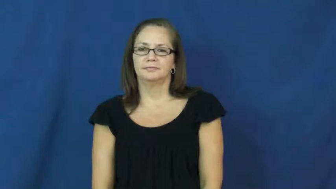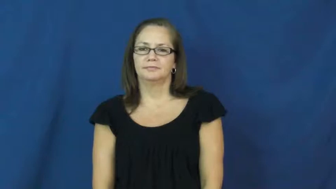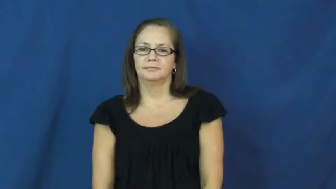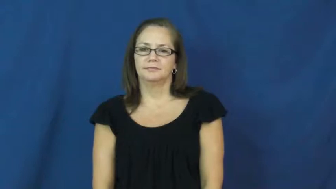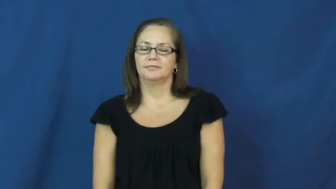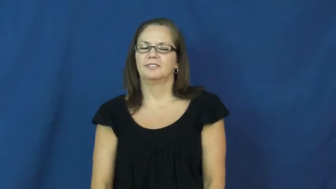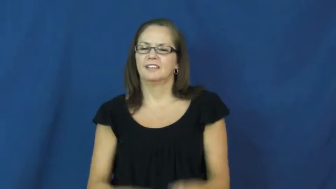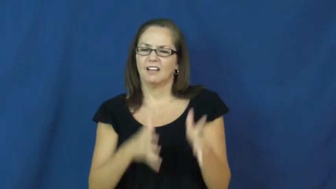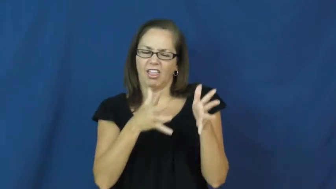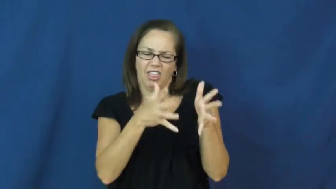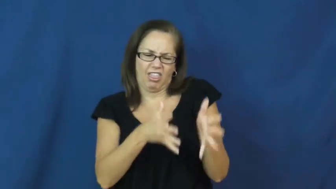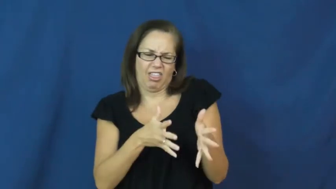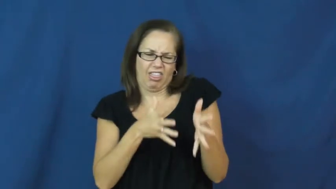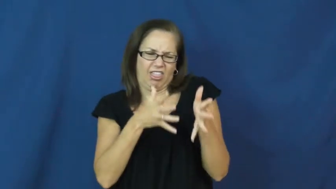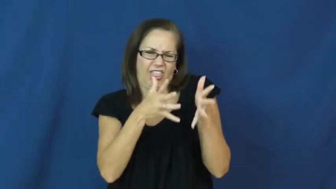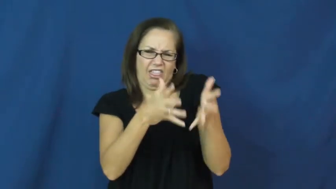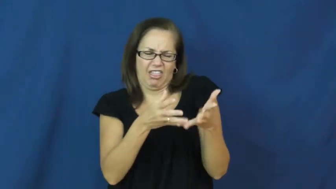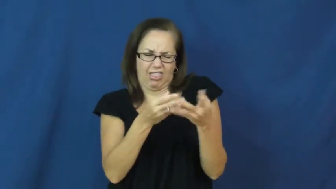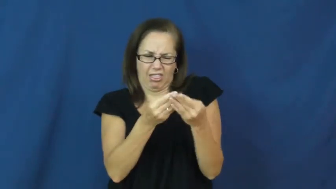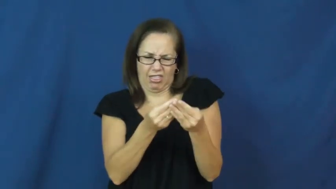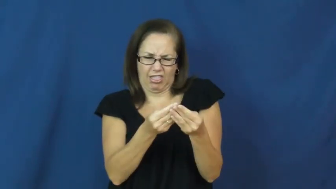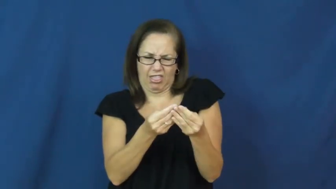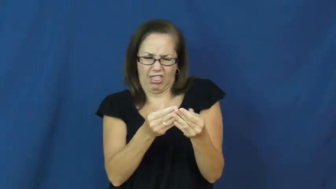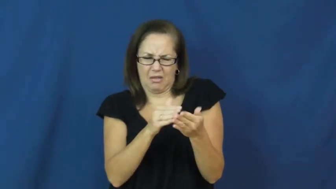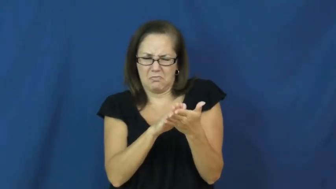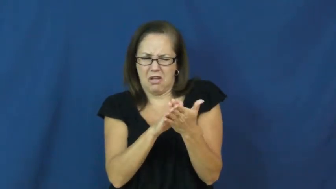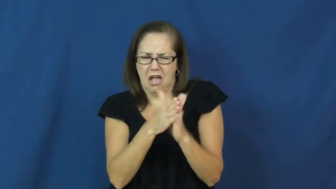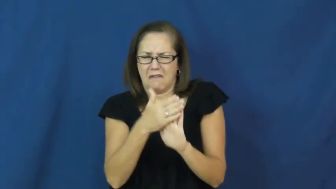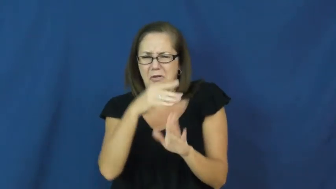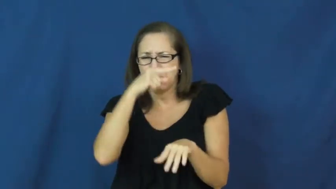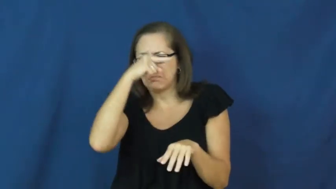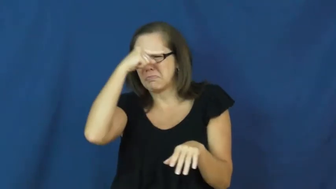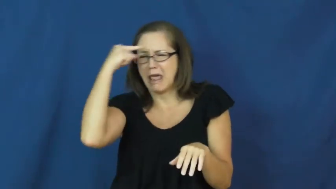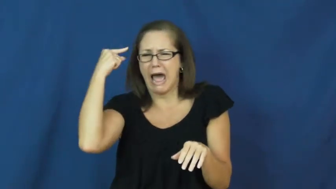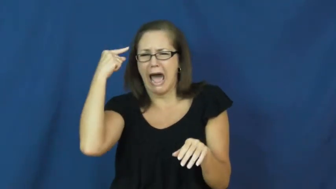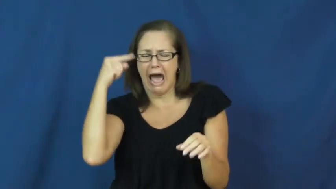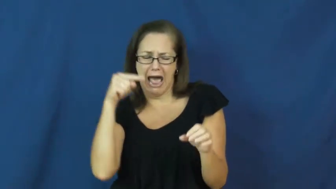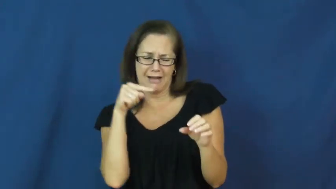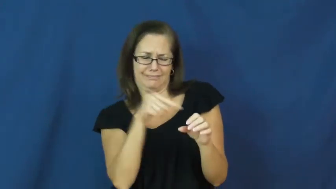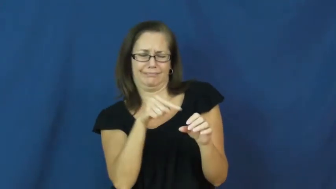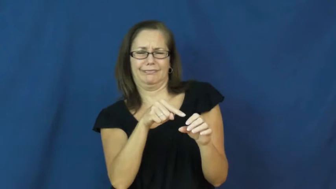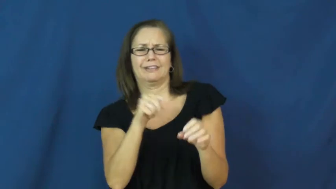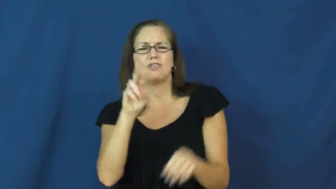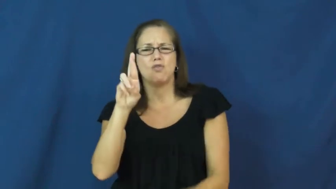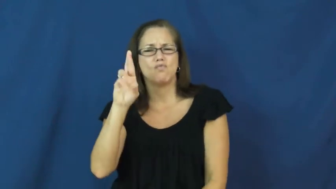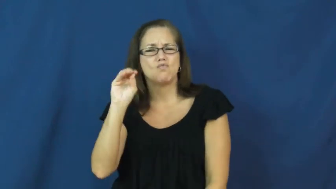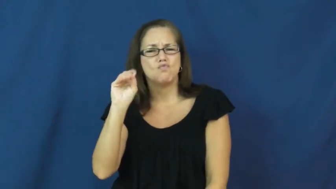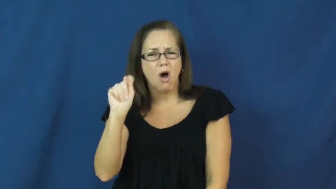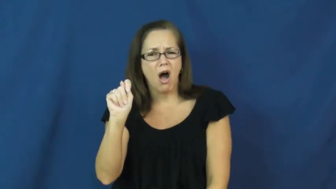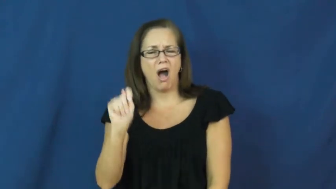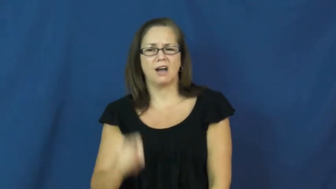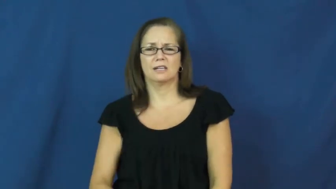rot,addle